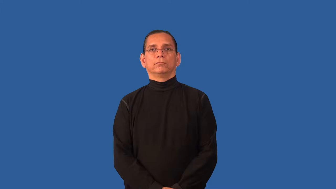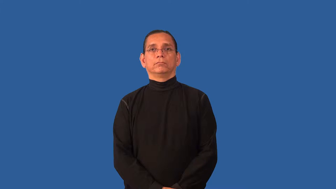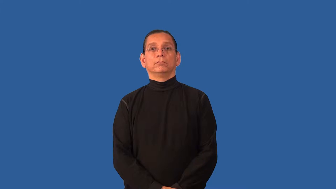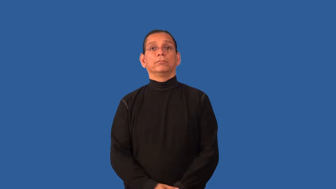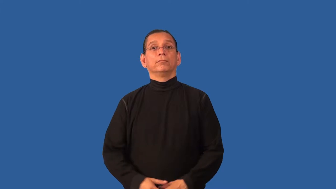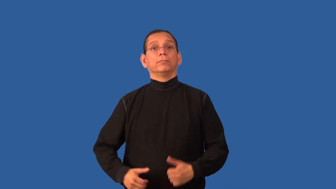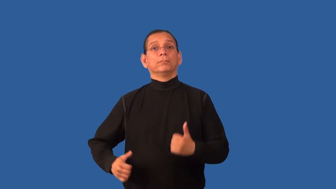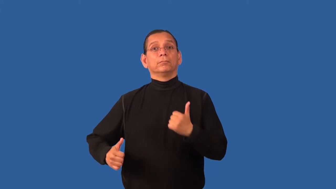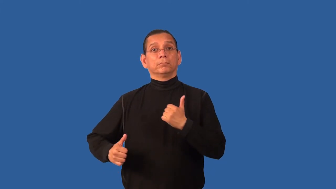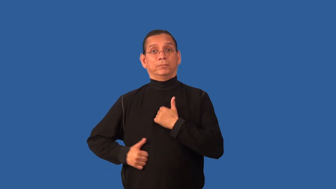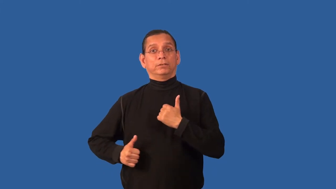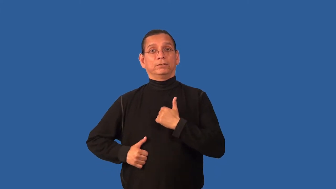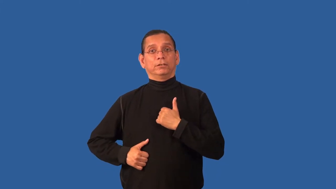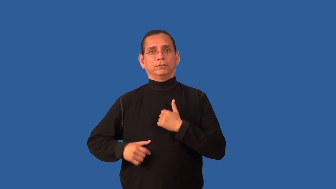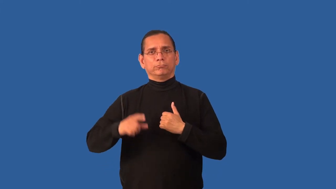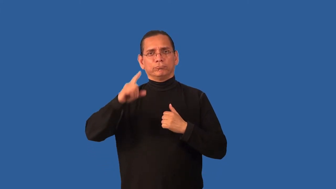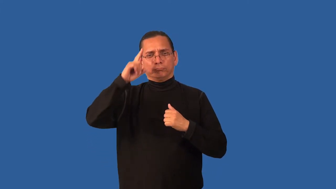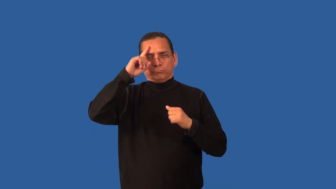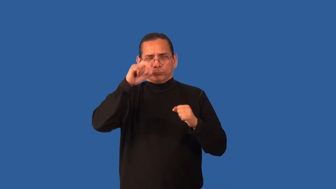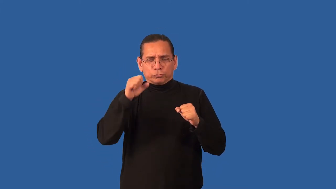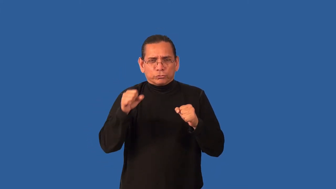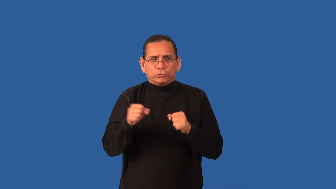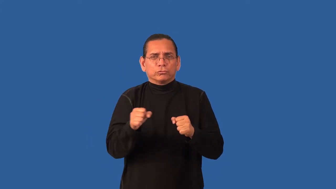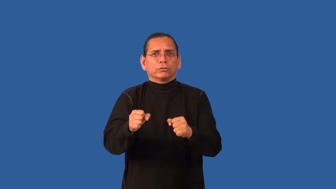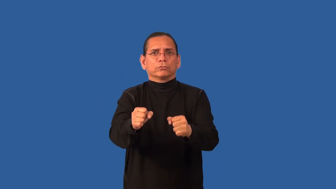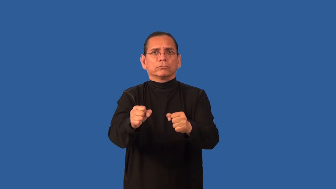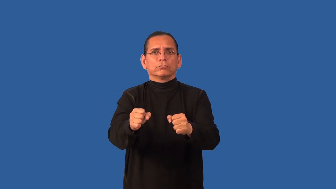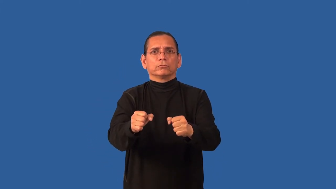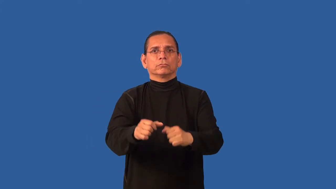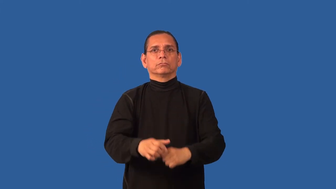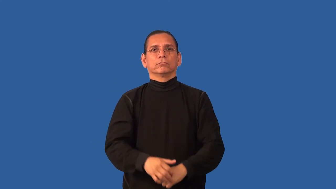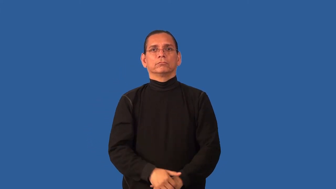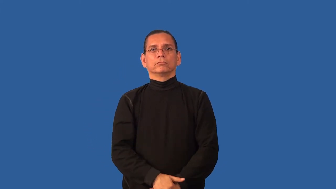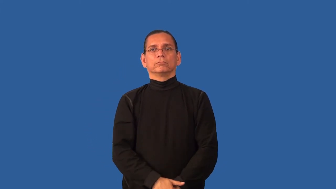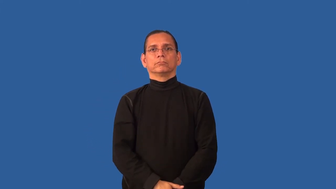campaign-military